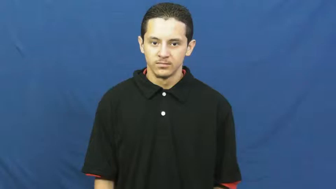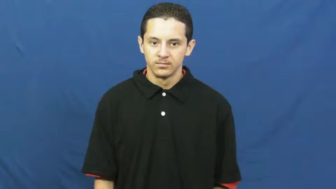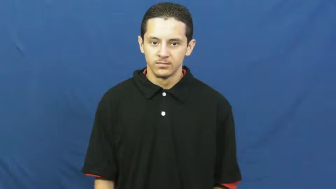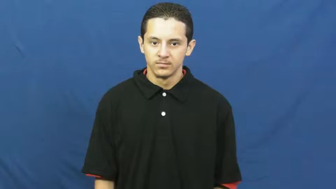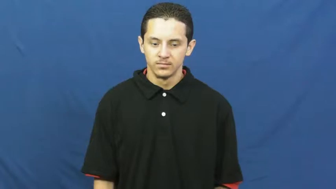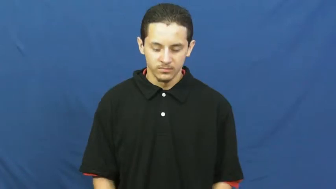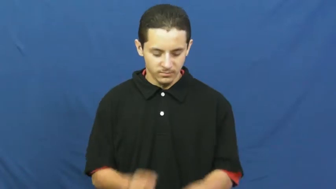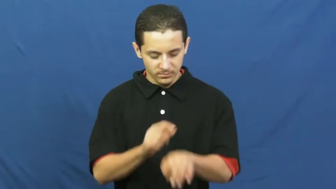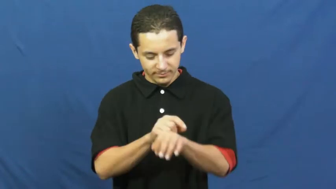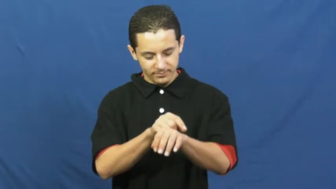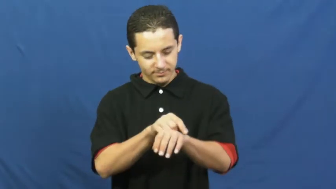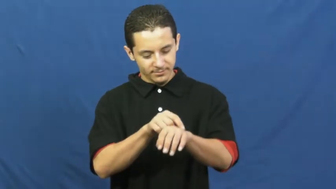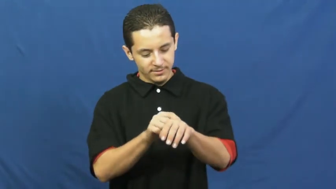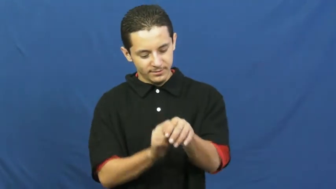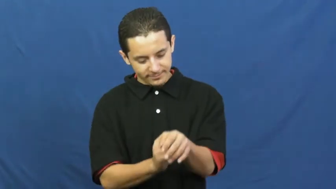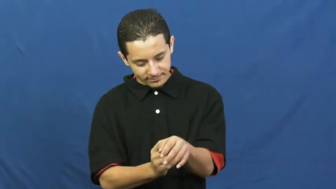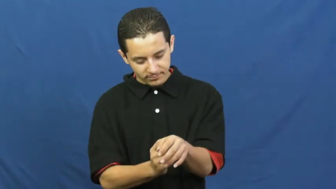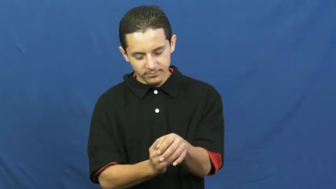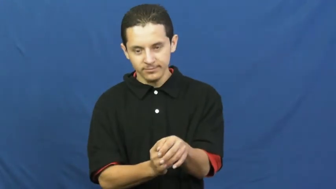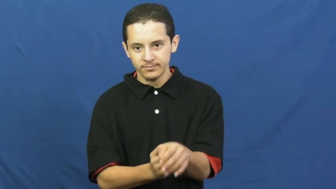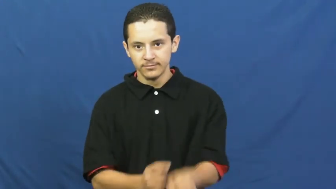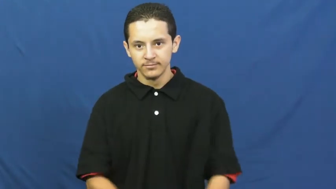cuff